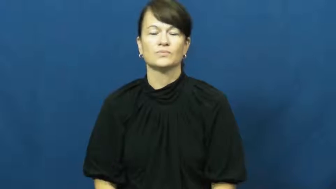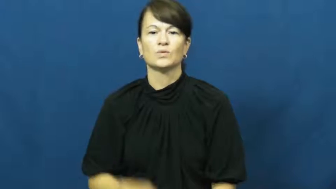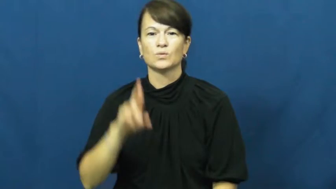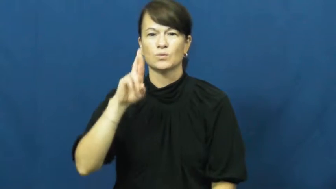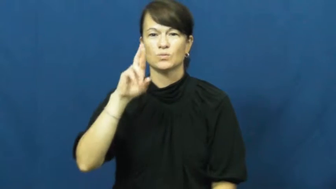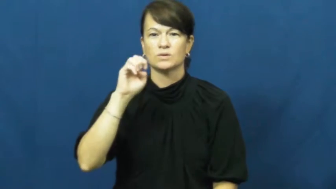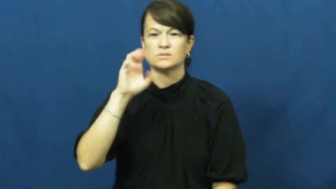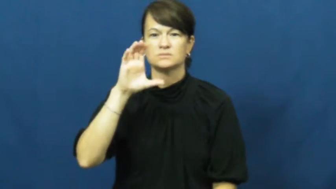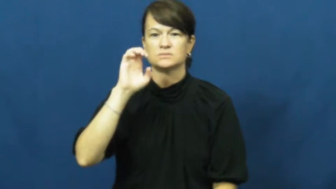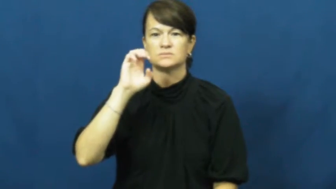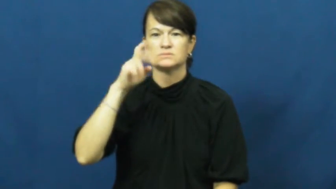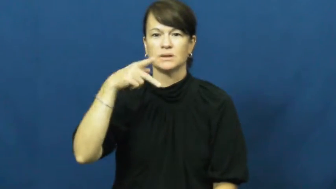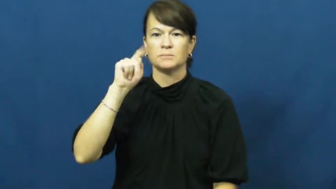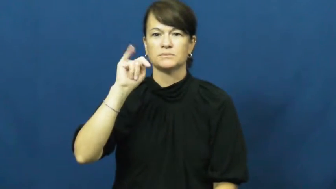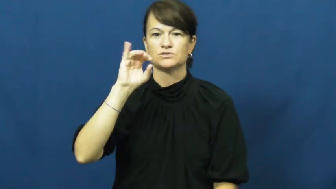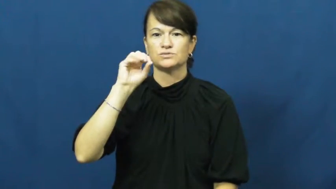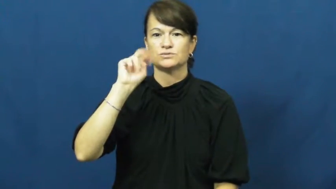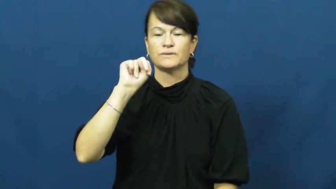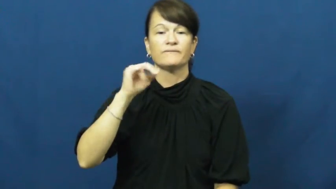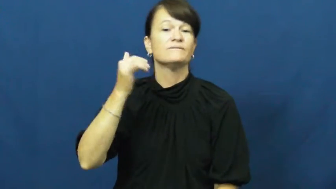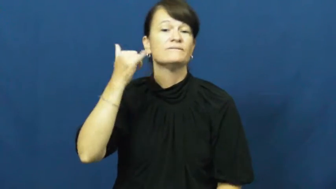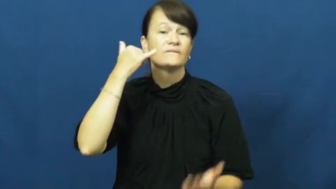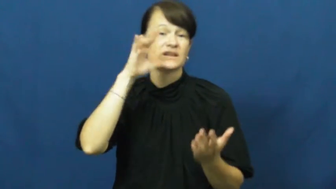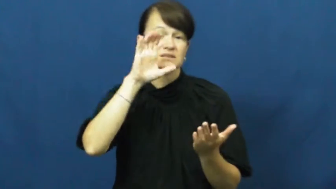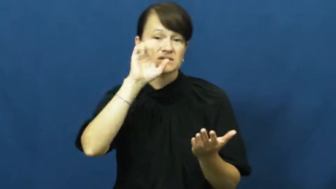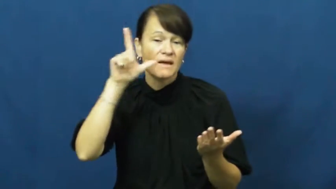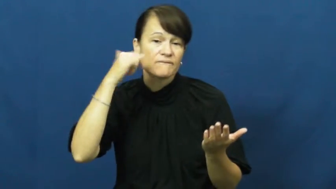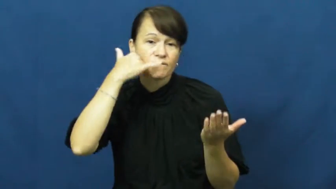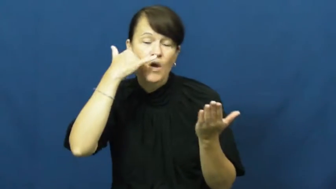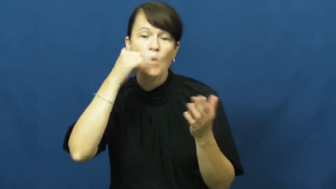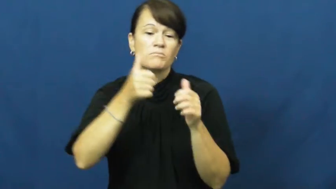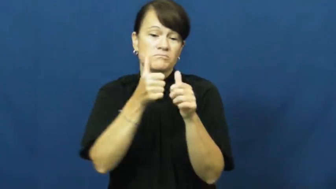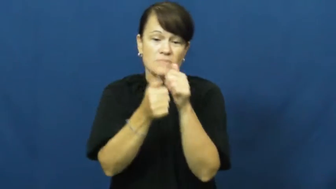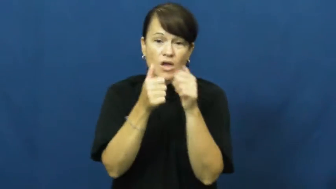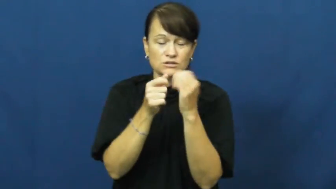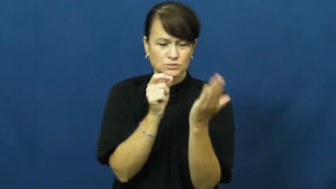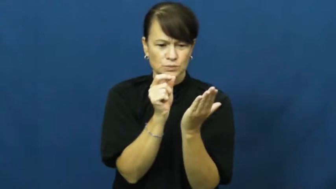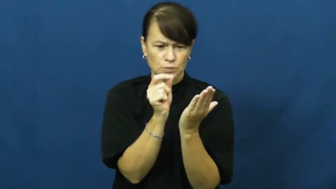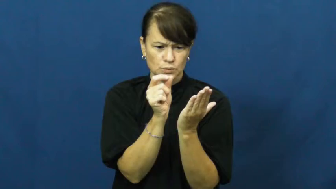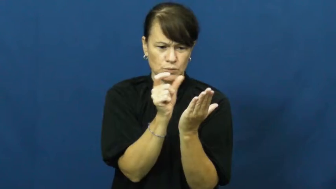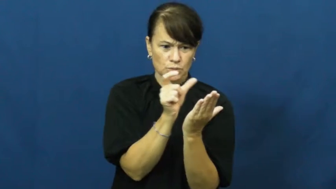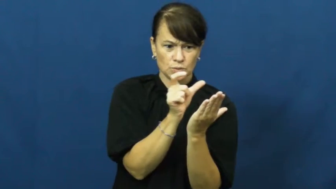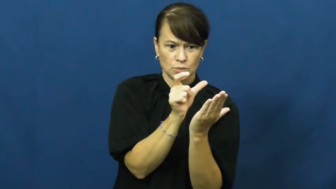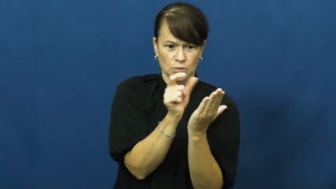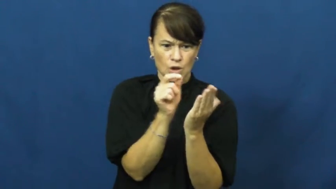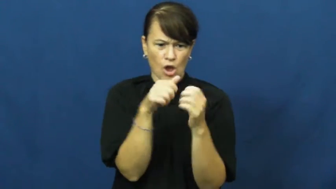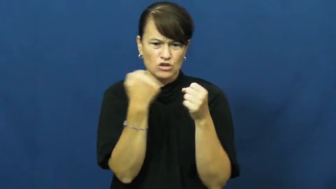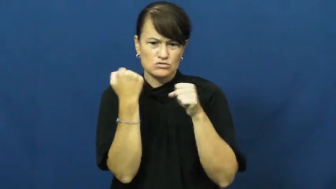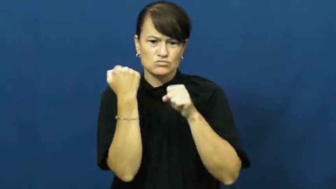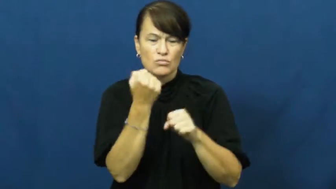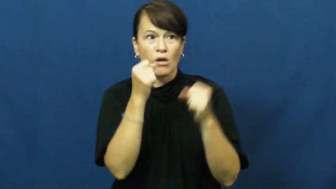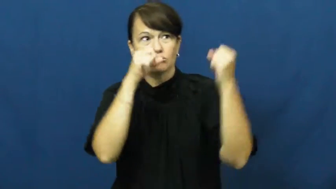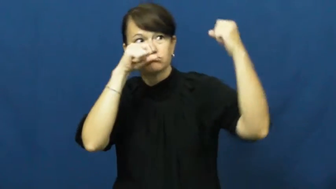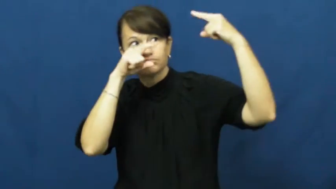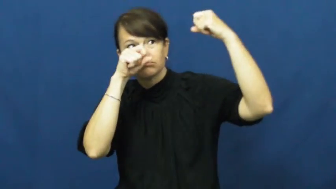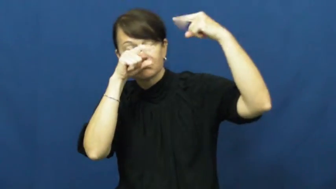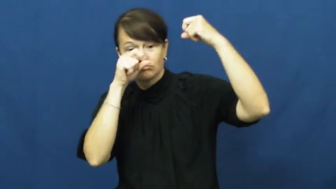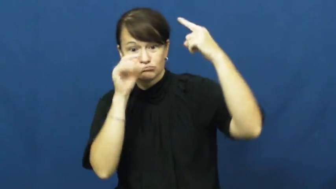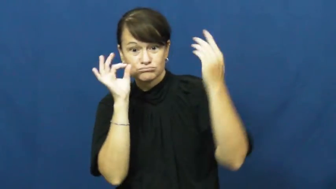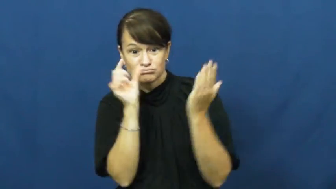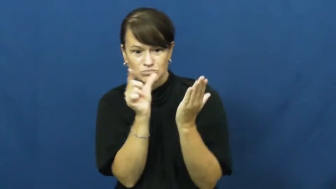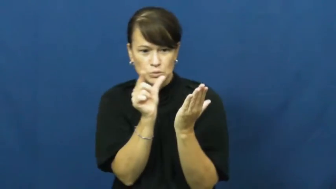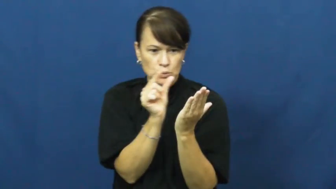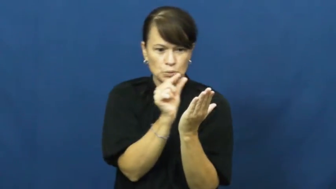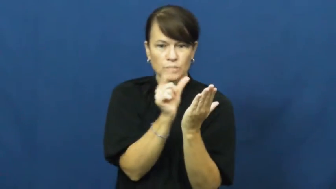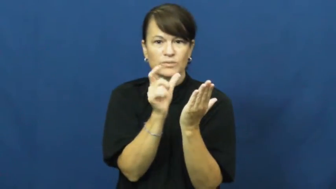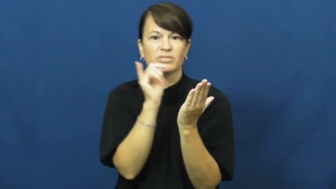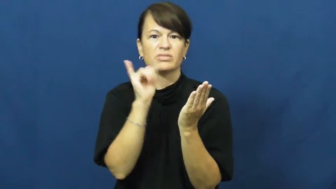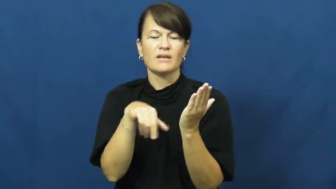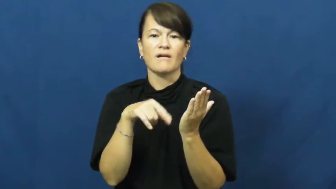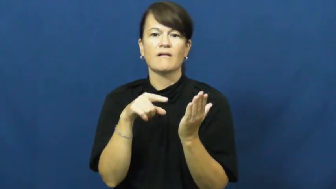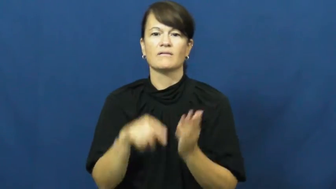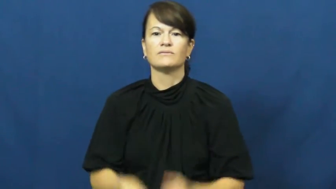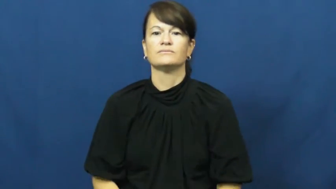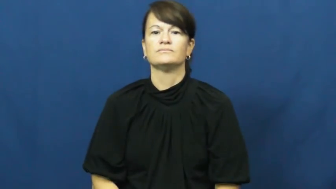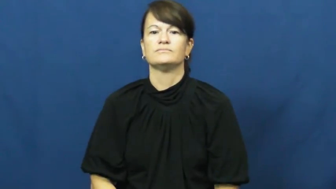reception-phone